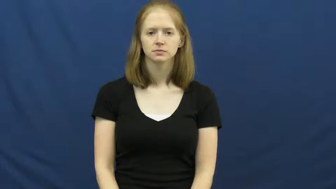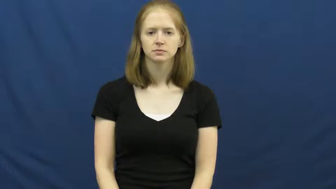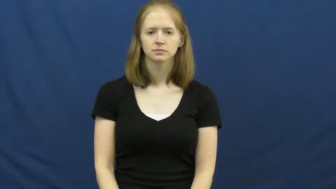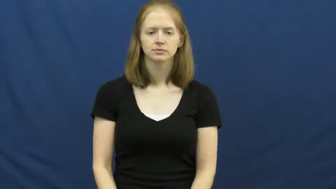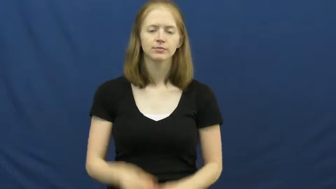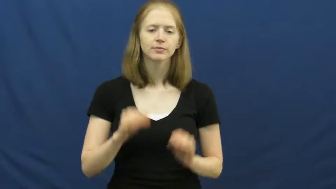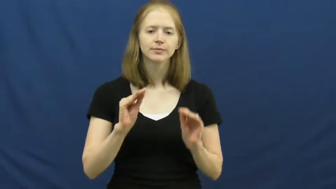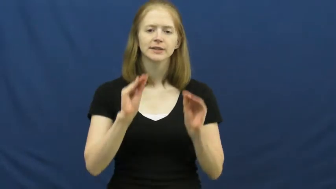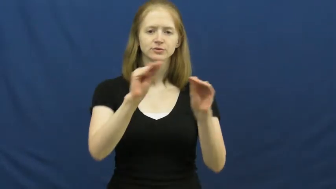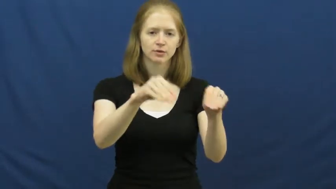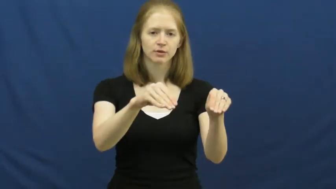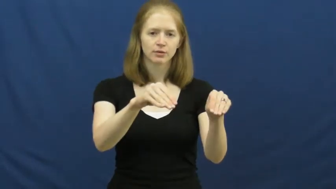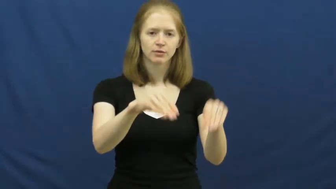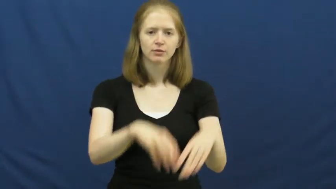install